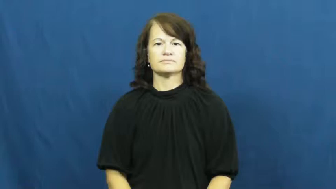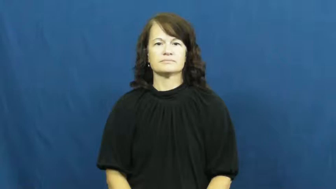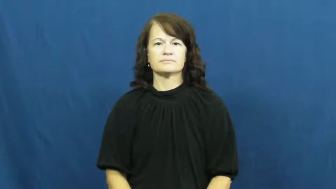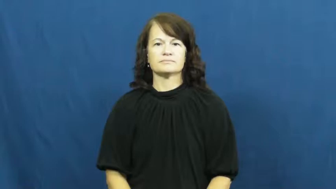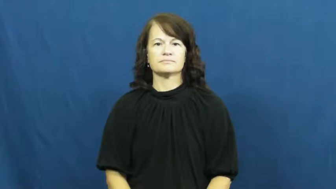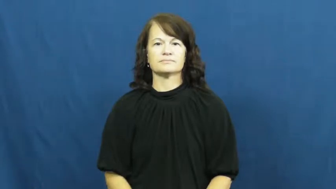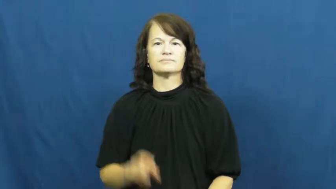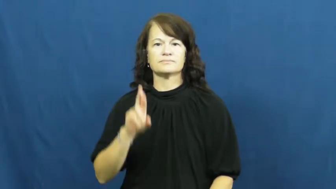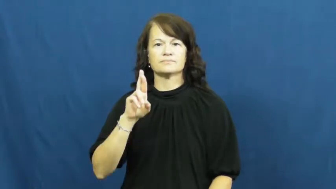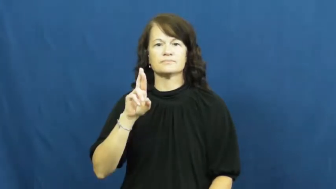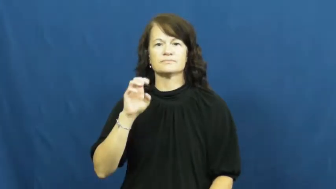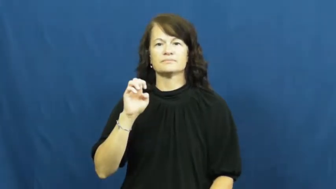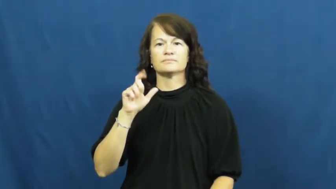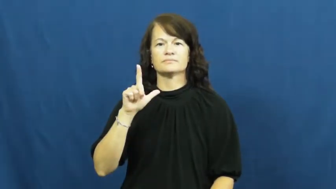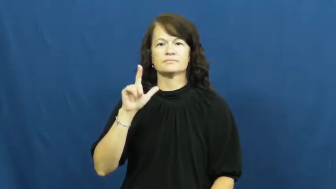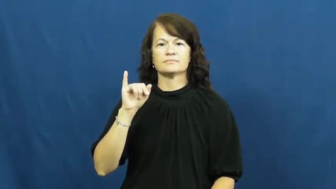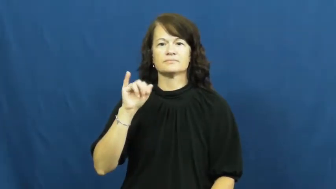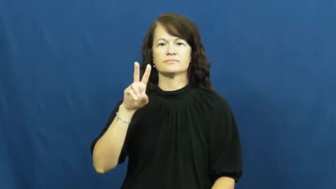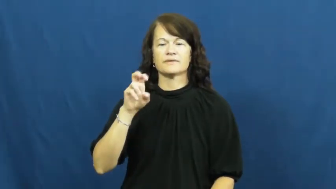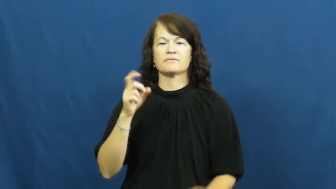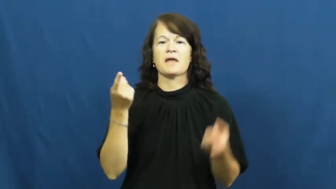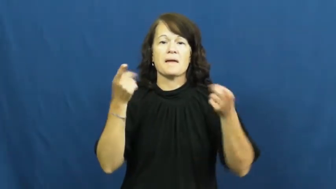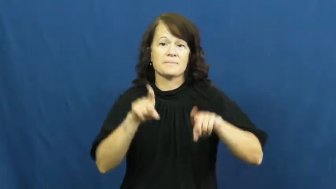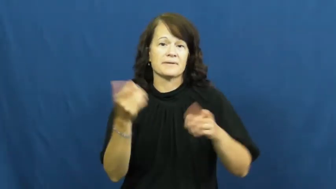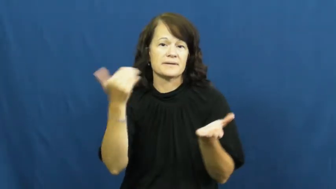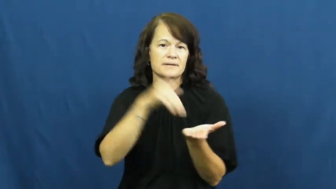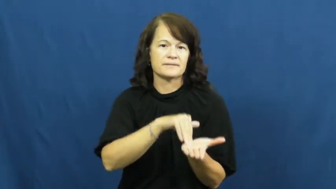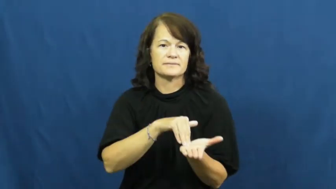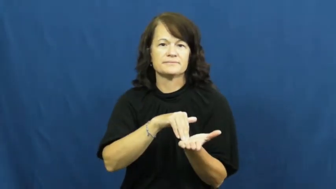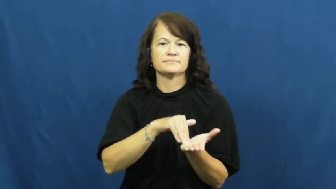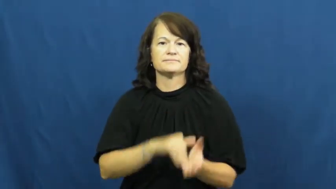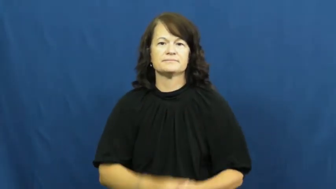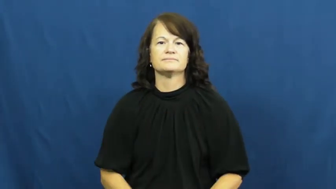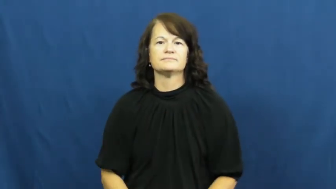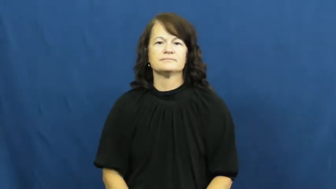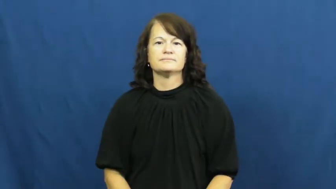relive